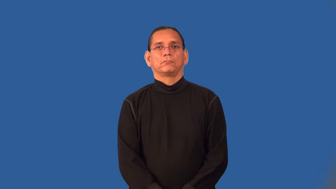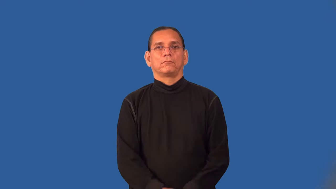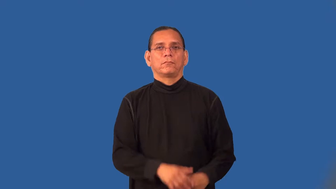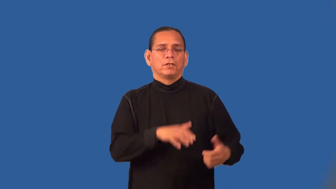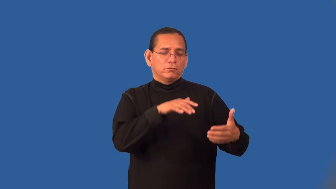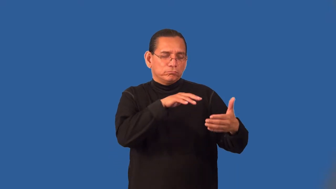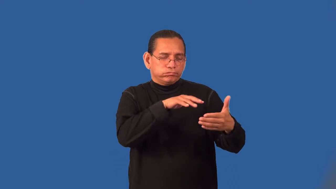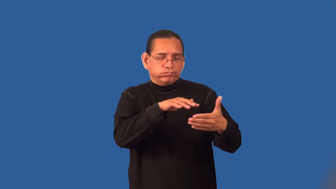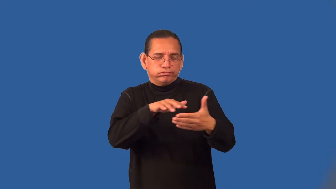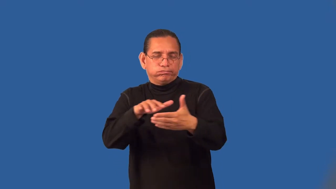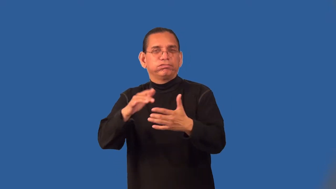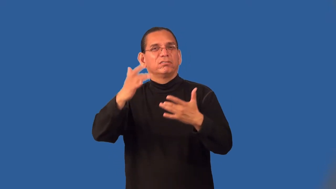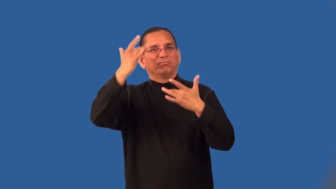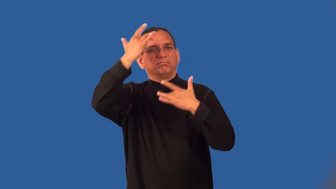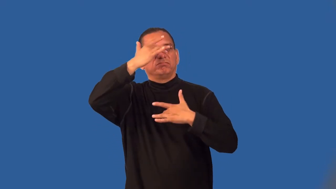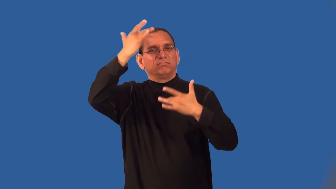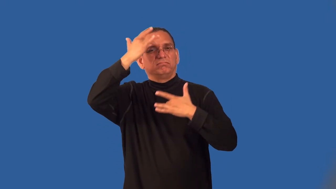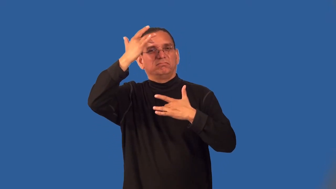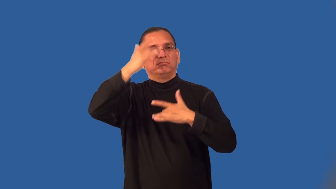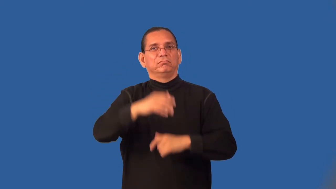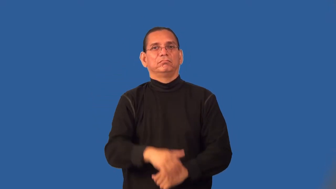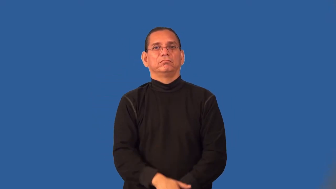pathology